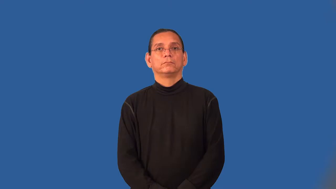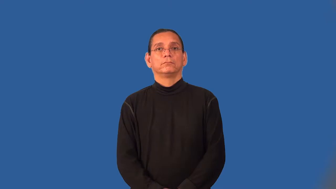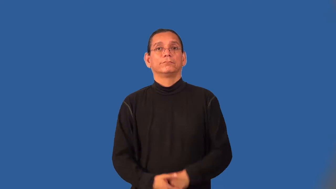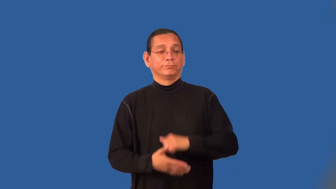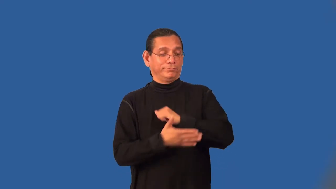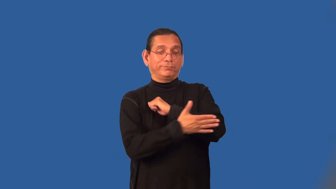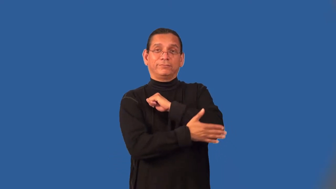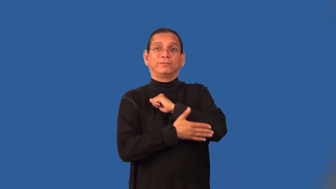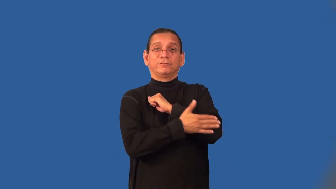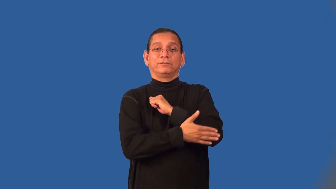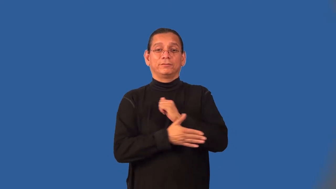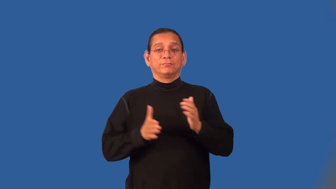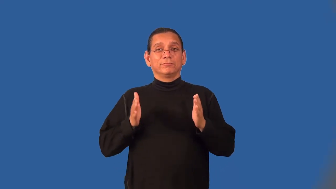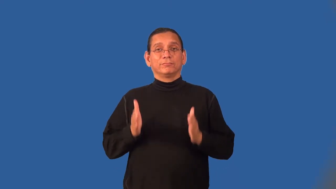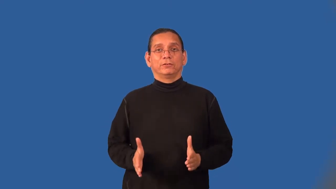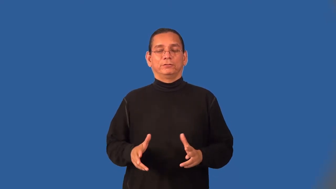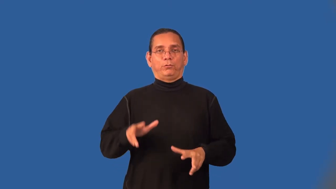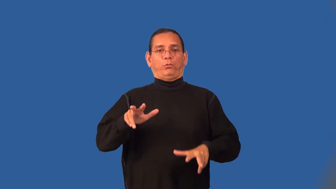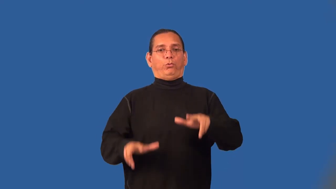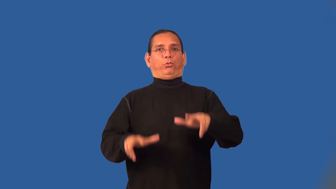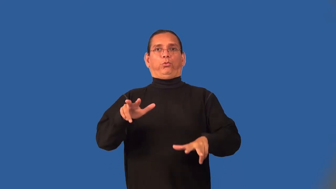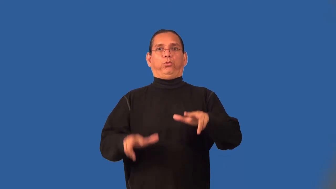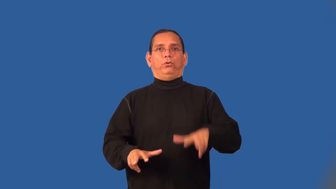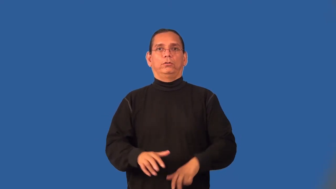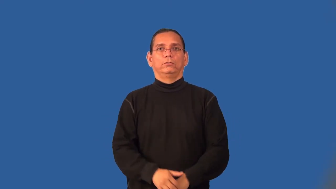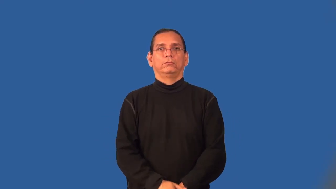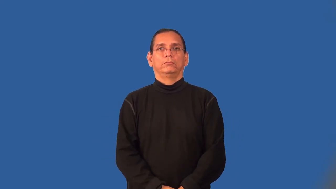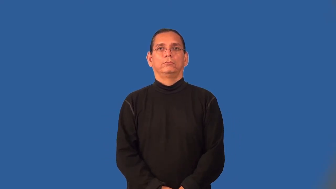clodhopper